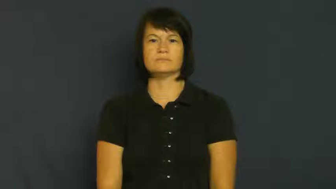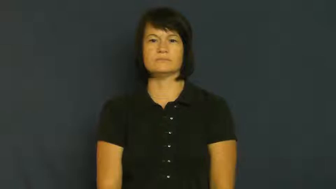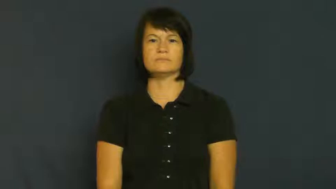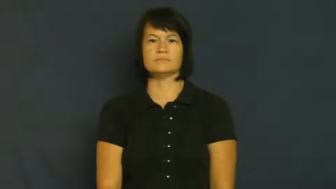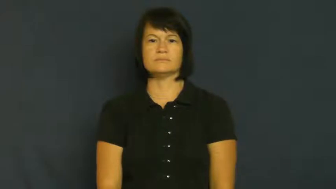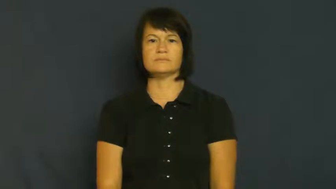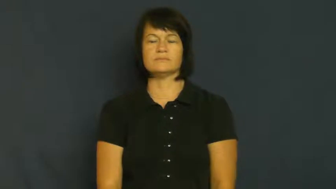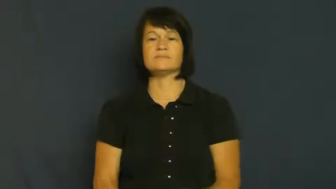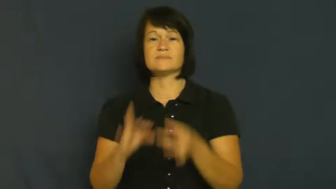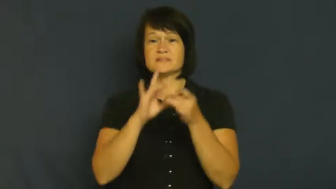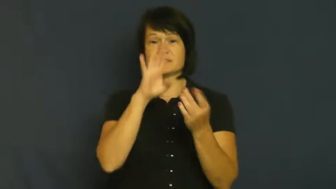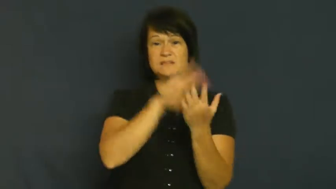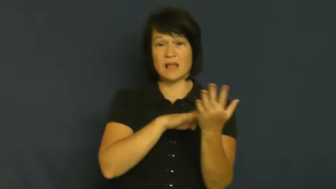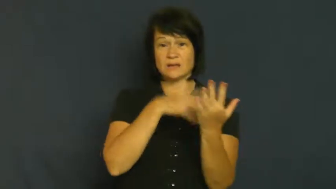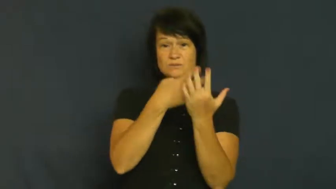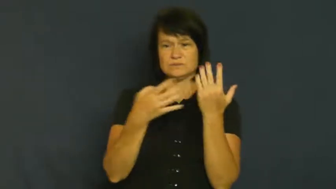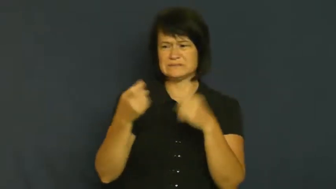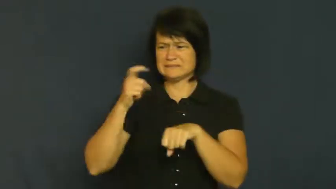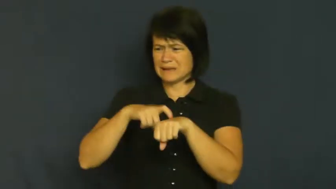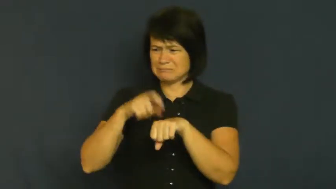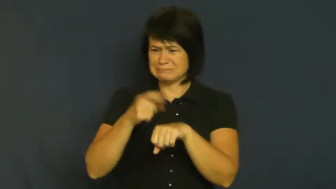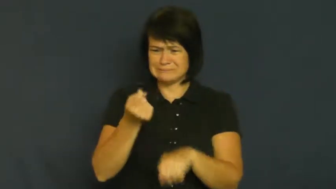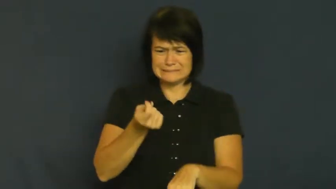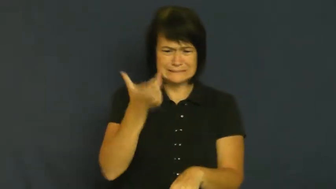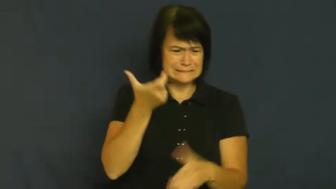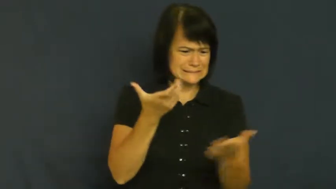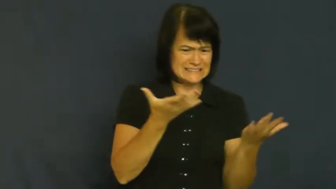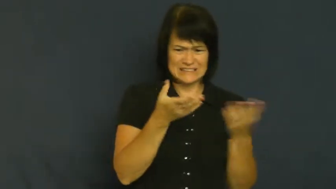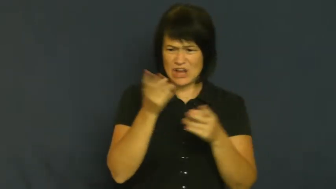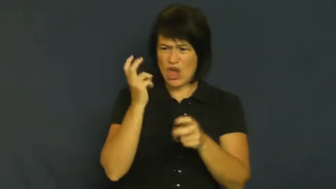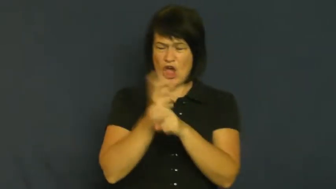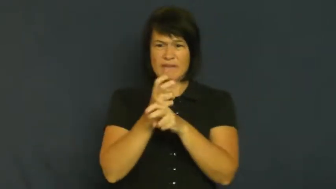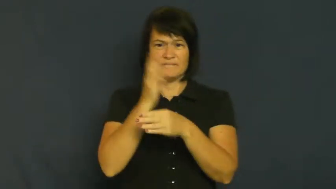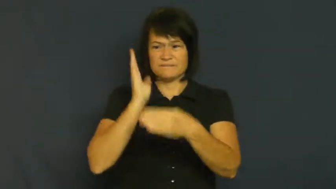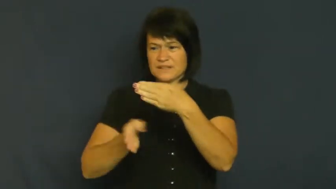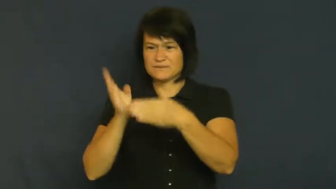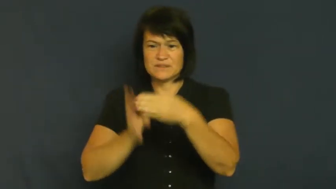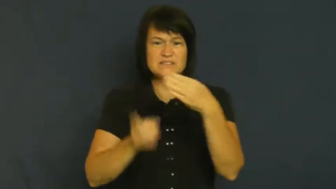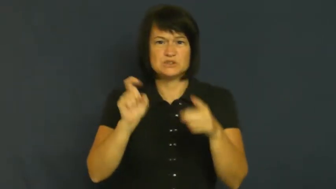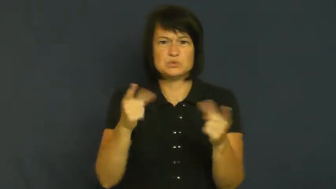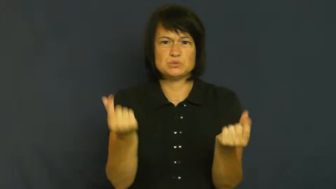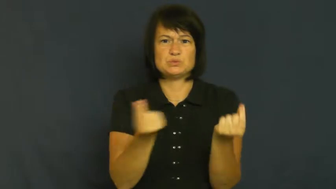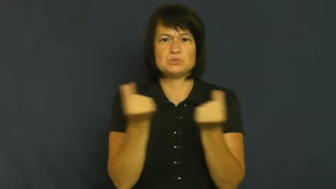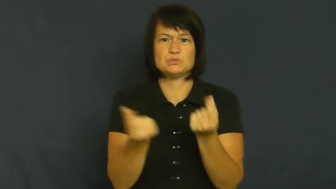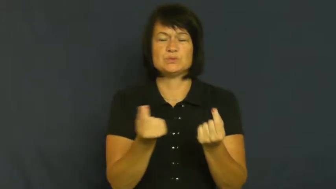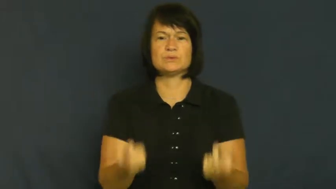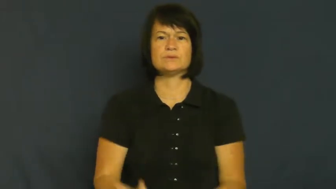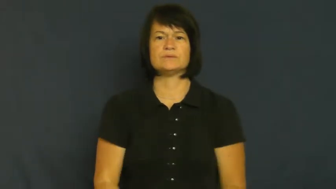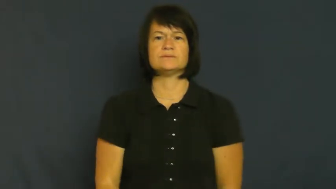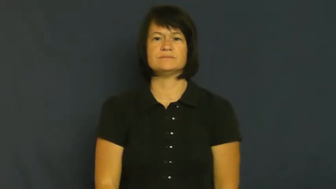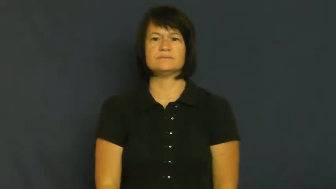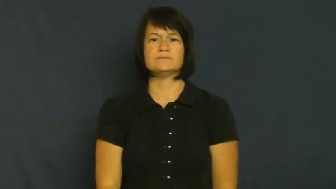tight-schedule